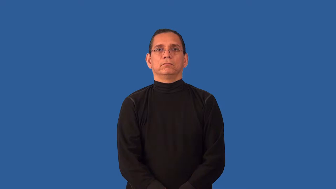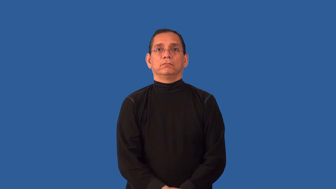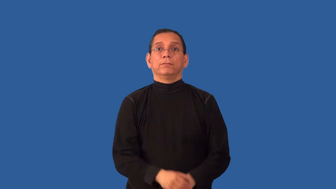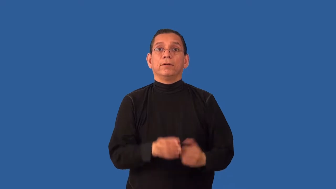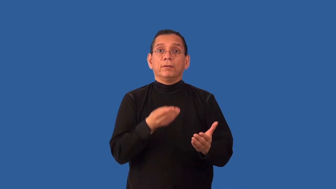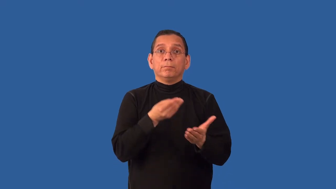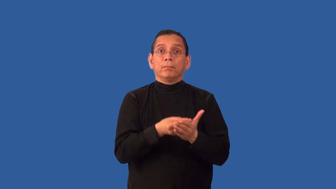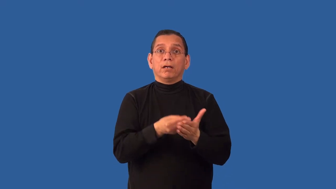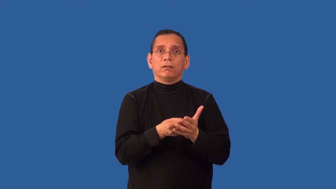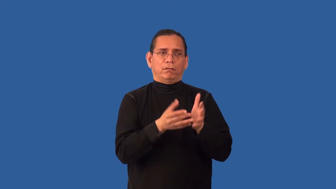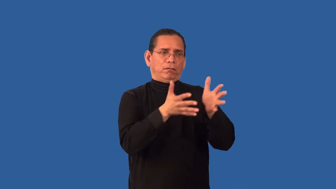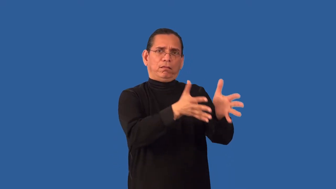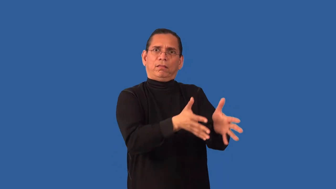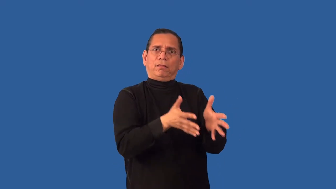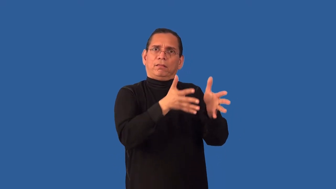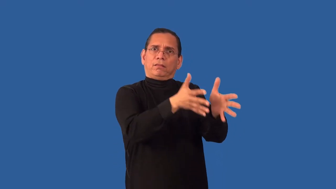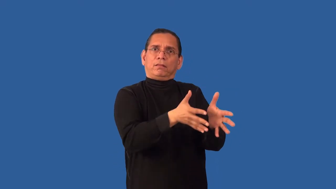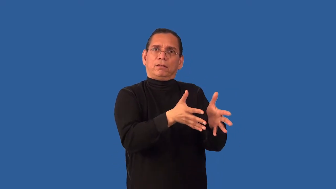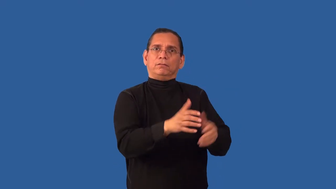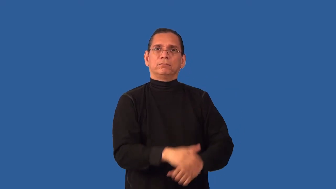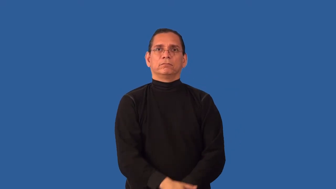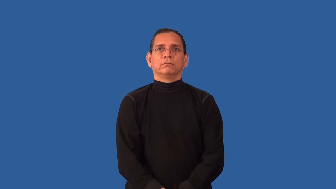unexpended